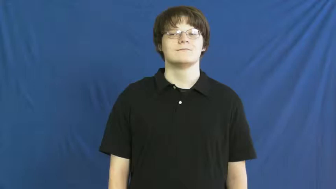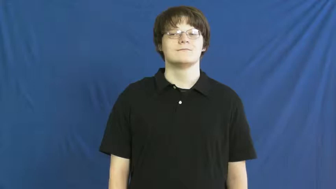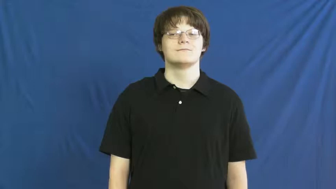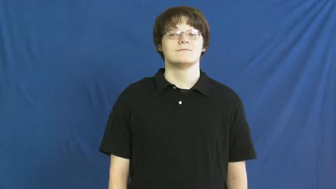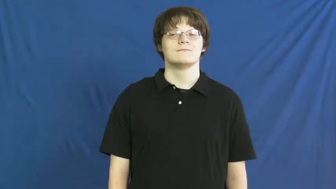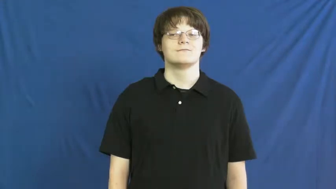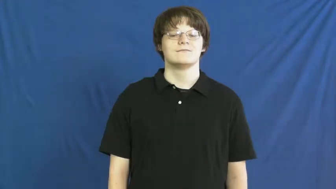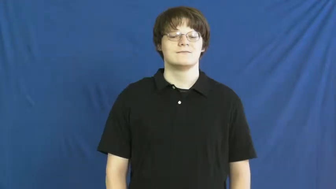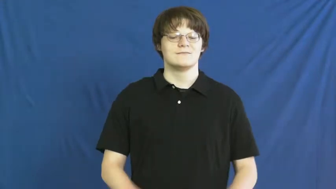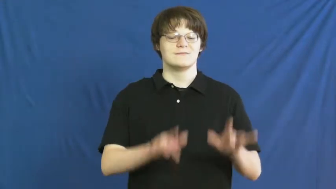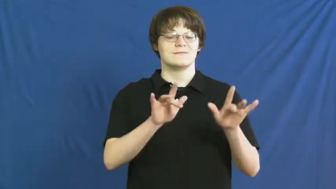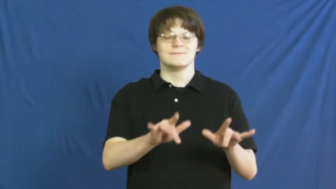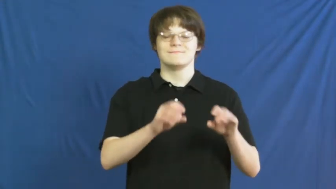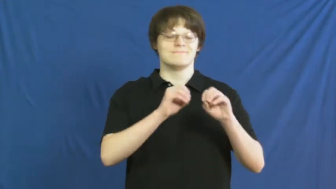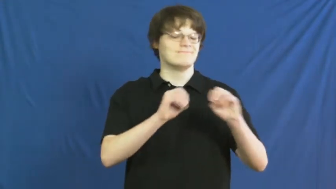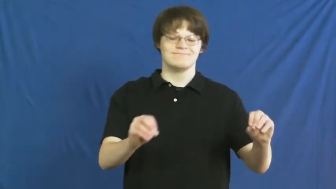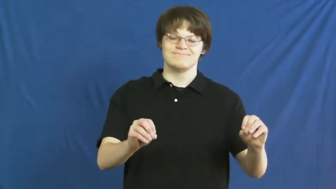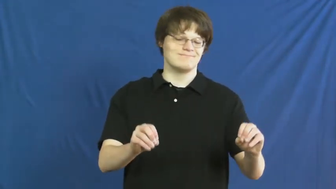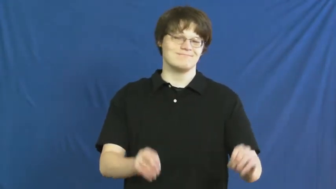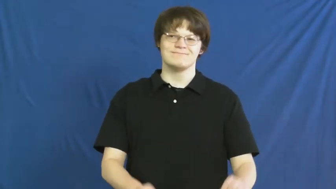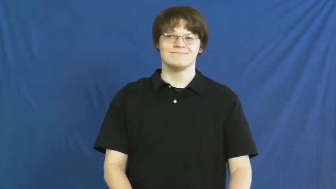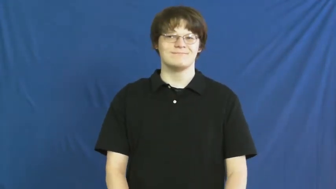merciless